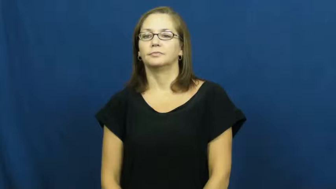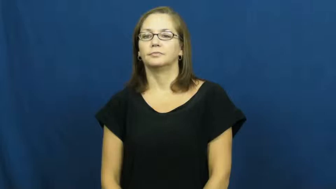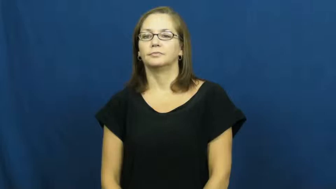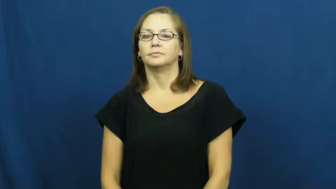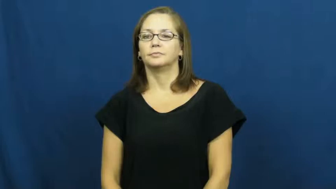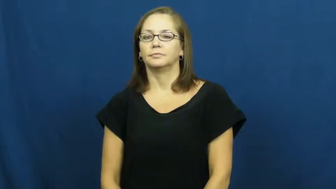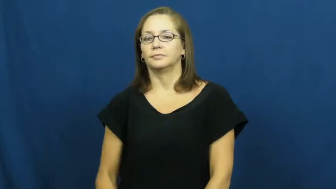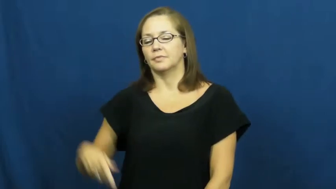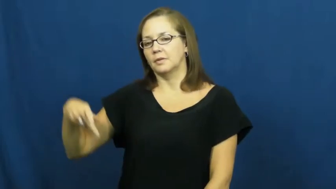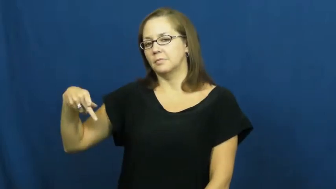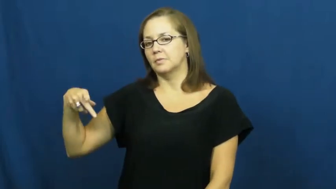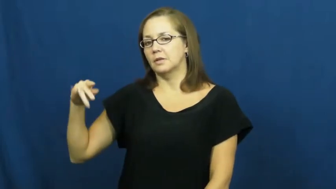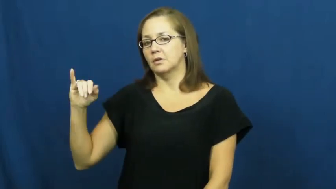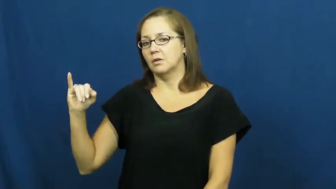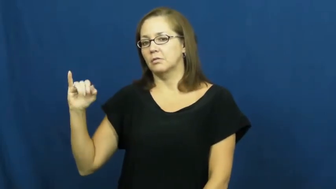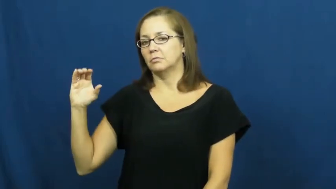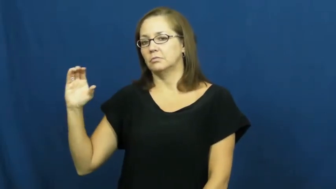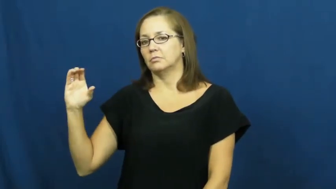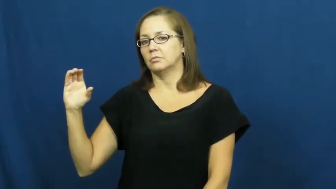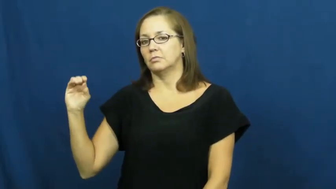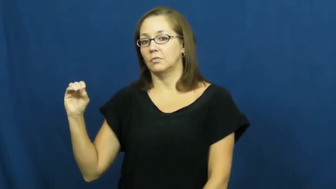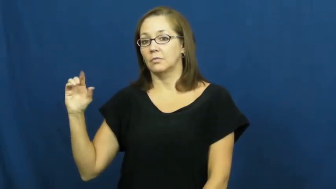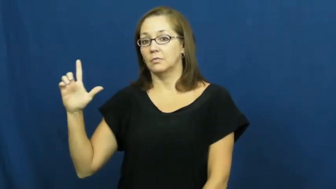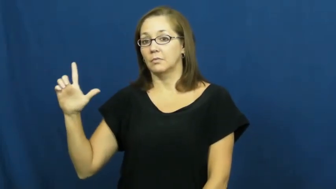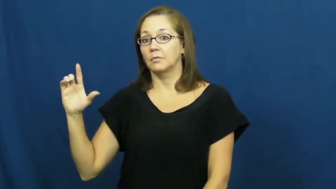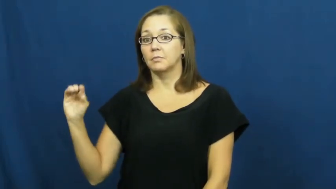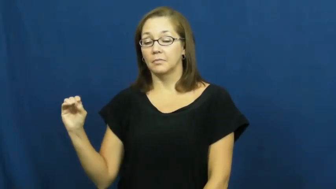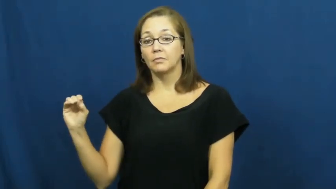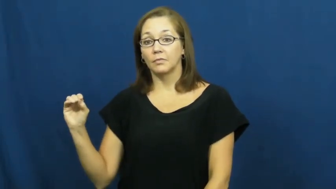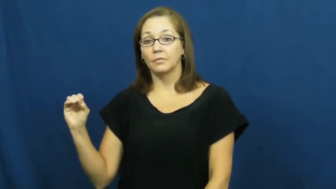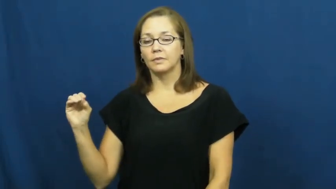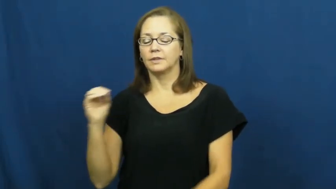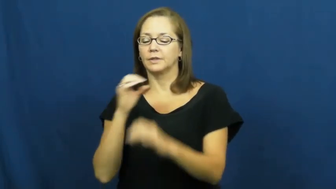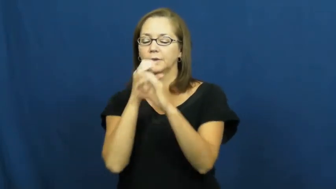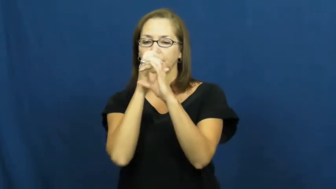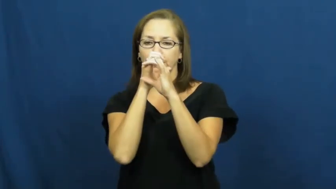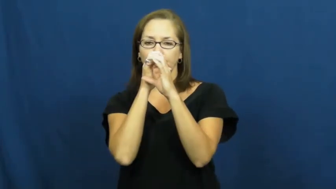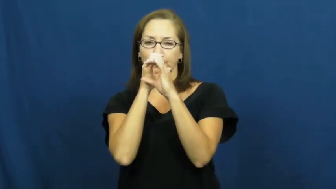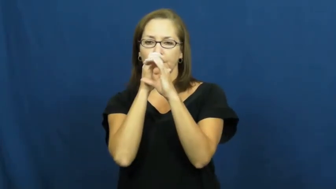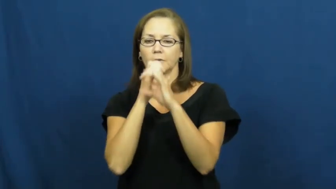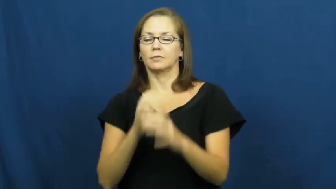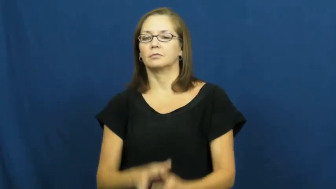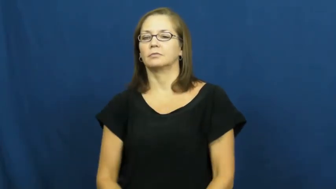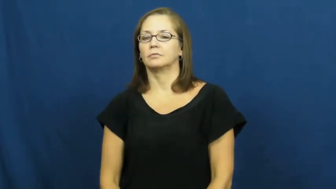piccolo